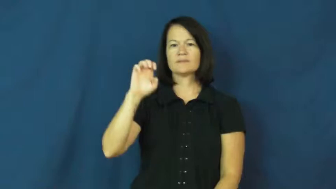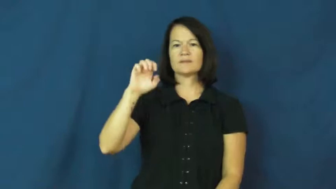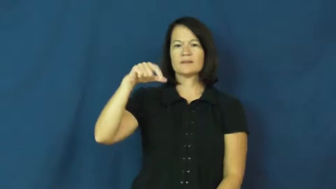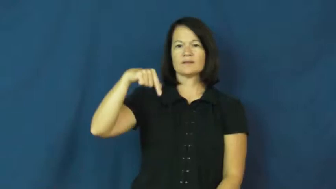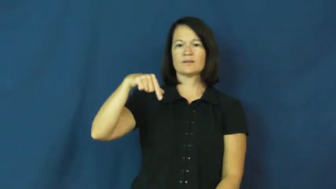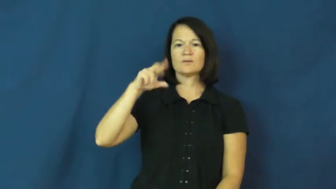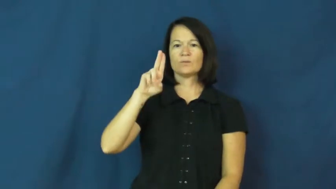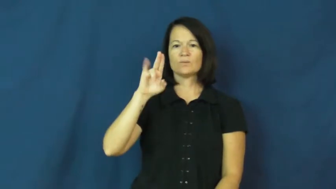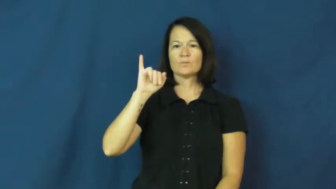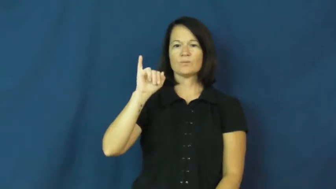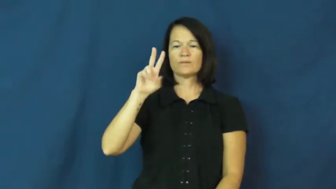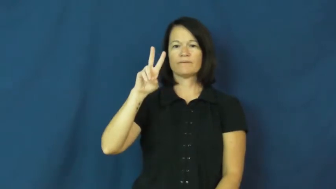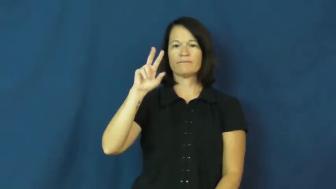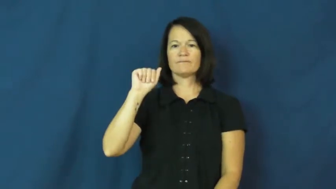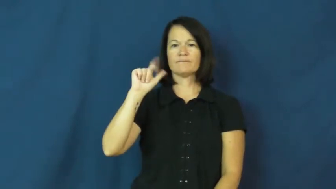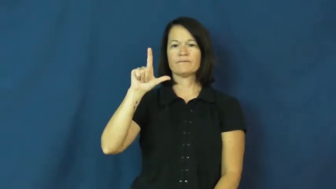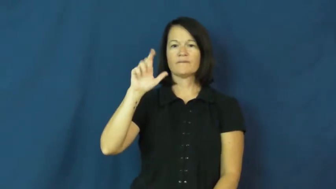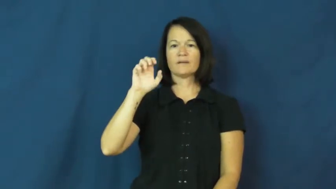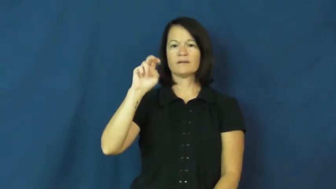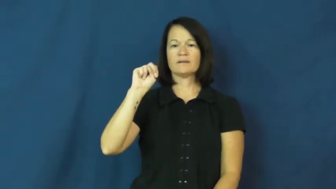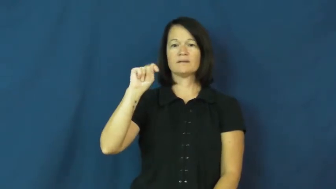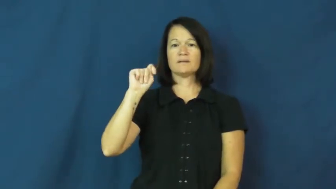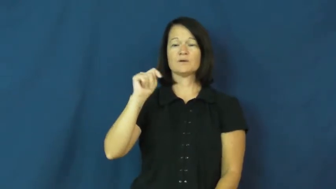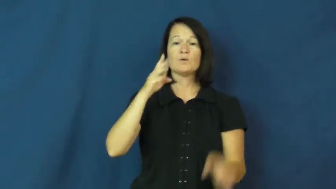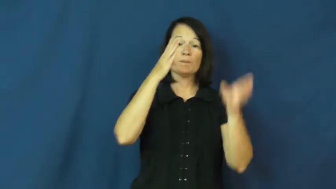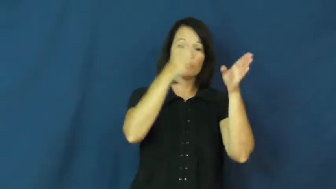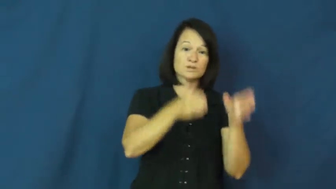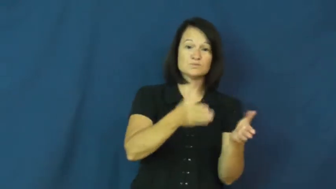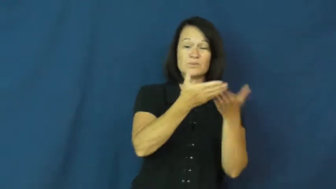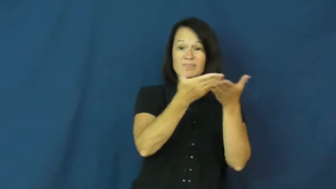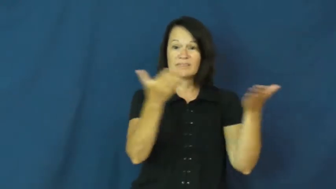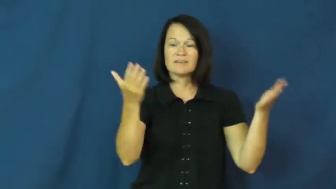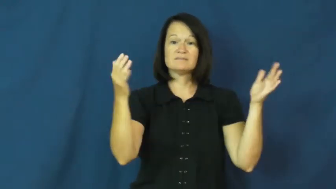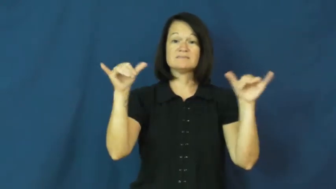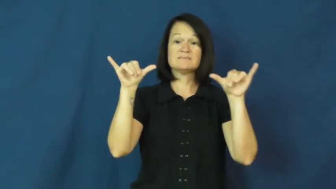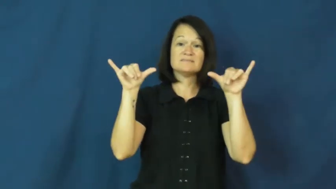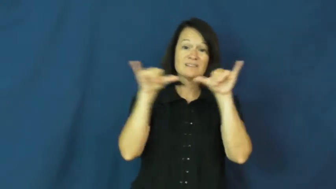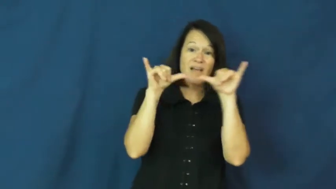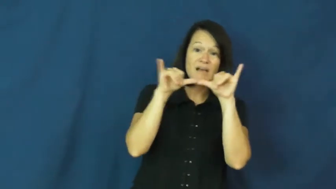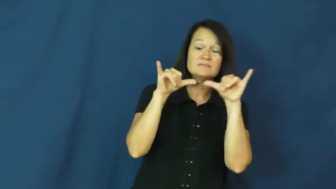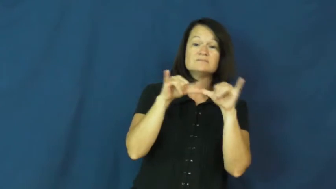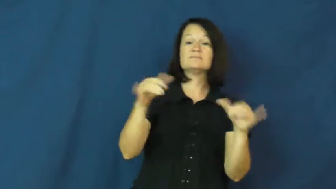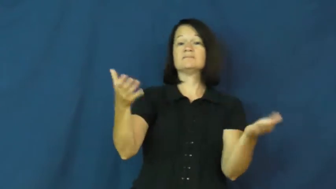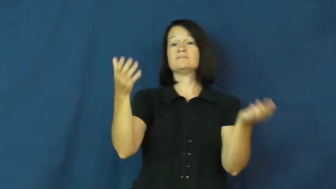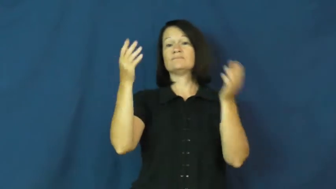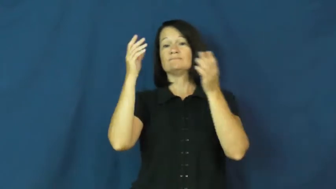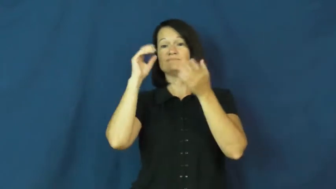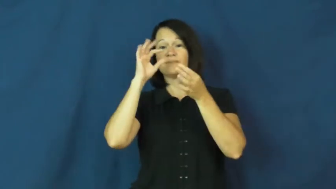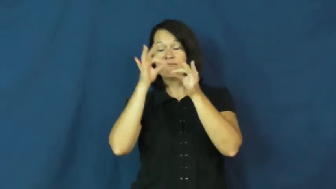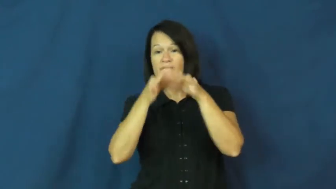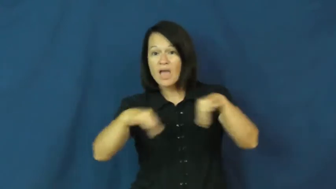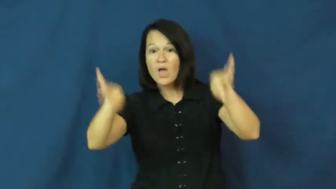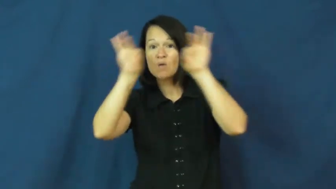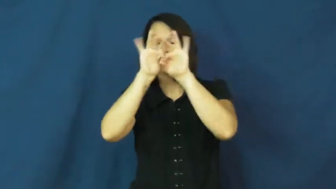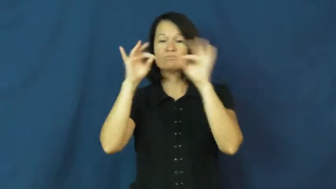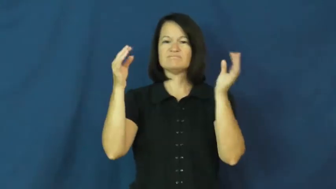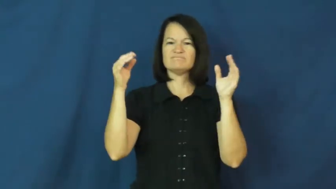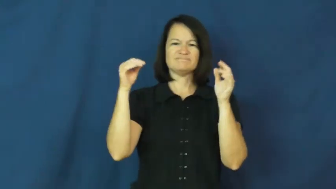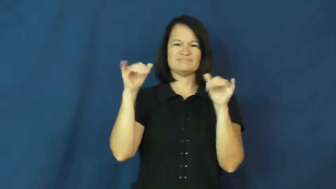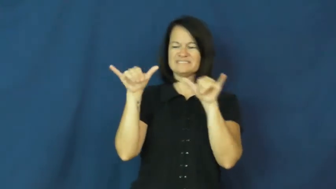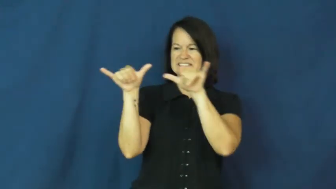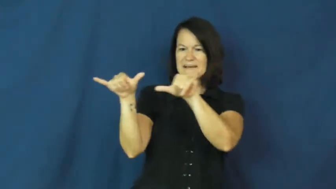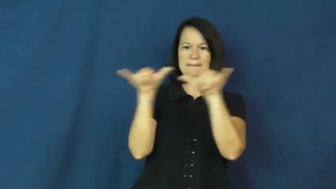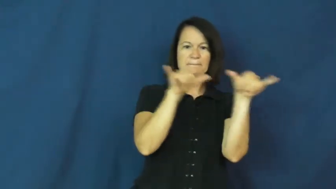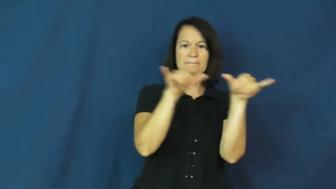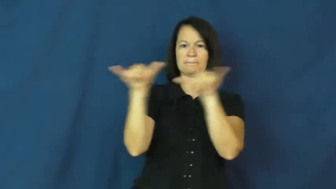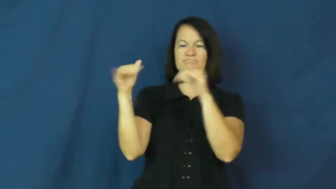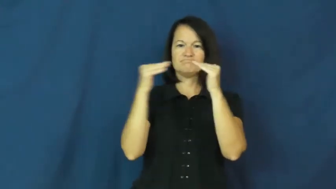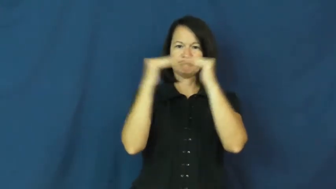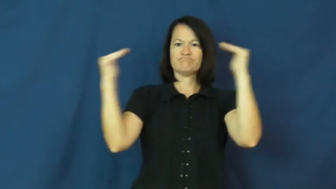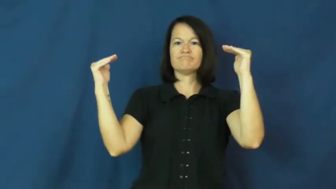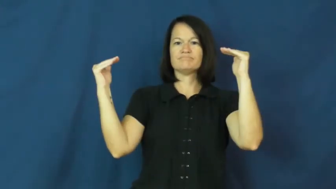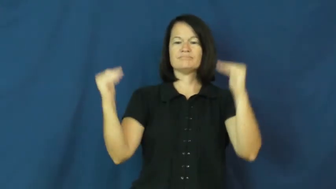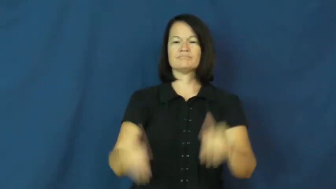equivalent,equatable